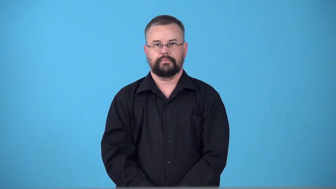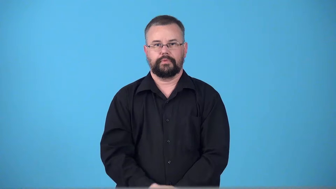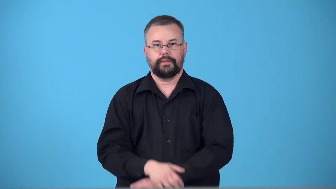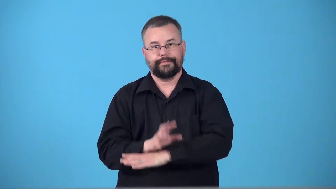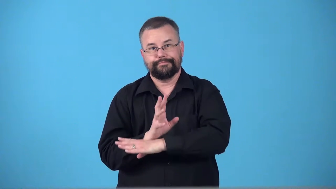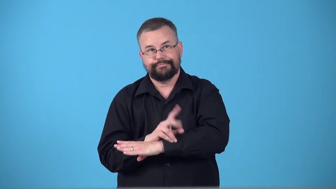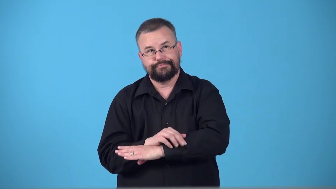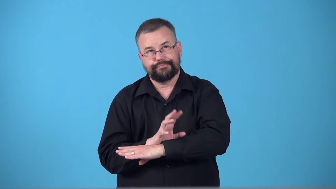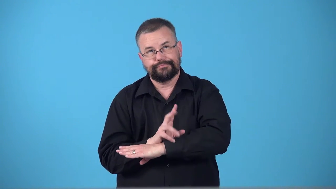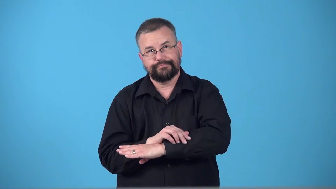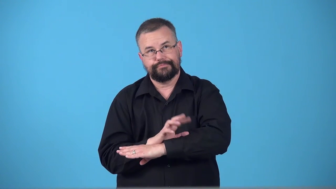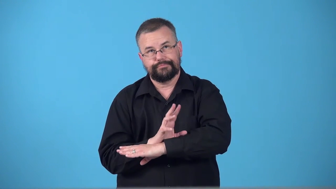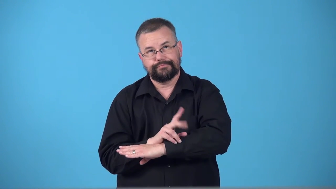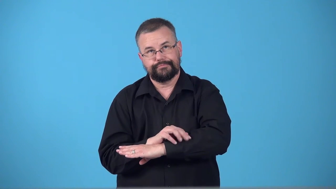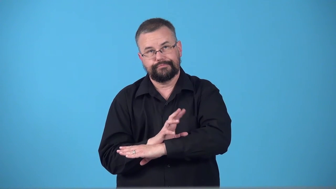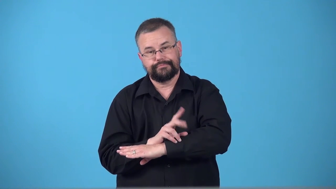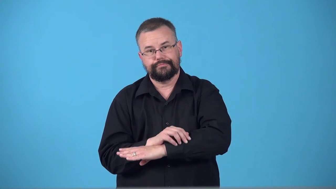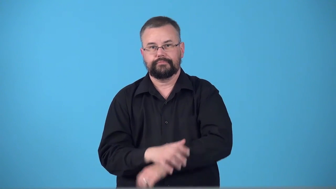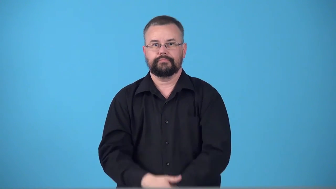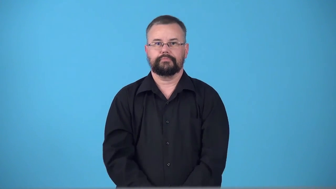tap fingers on table